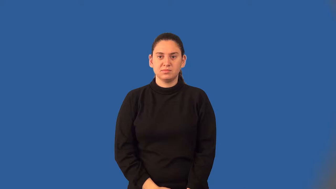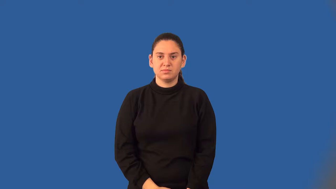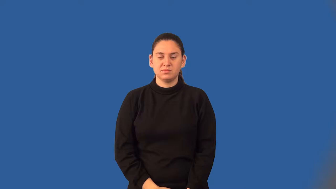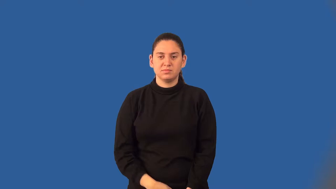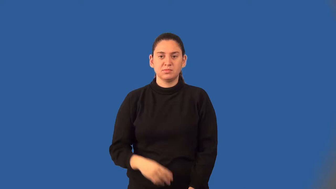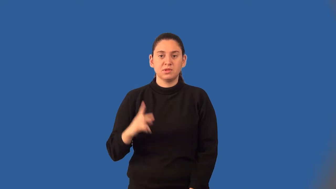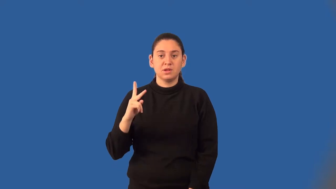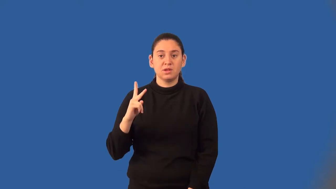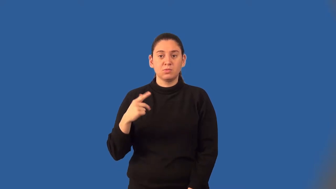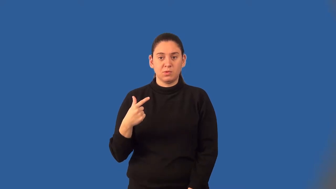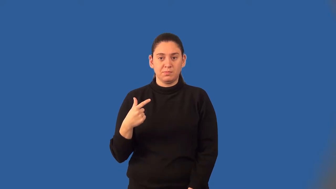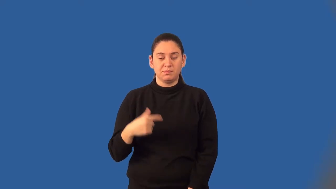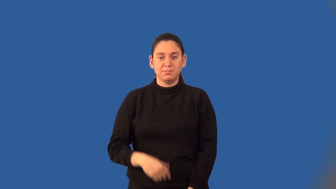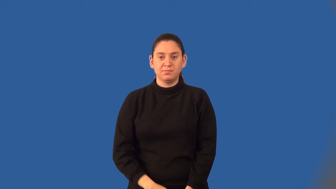kilogram,kilo